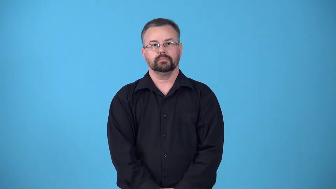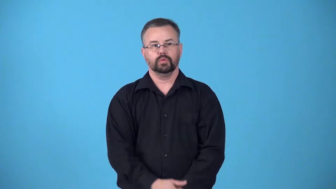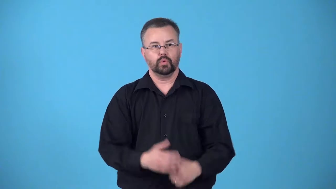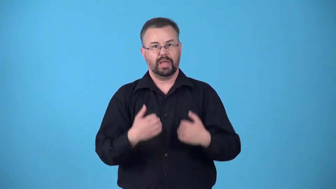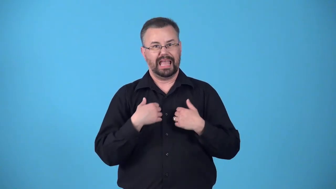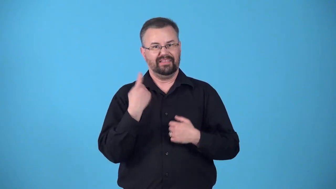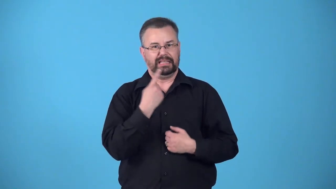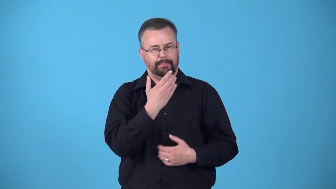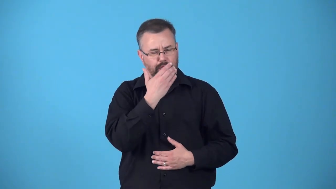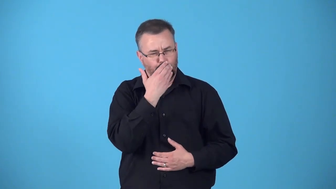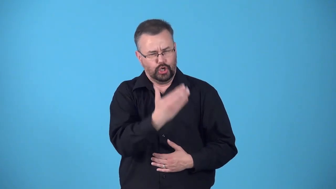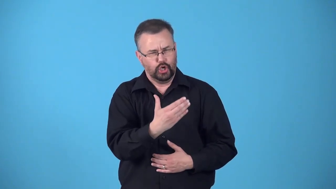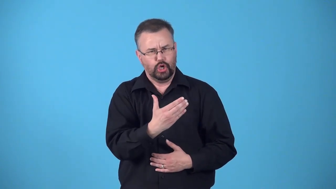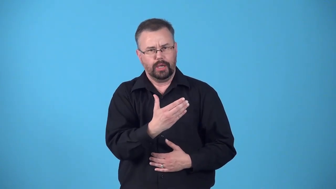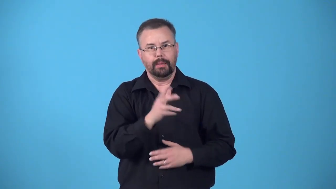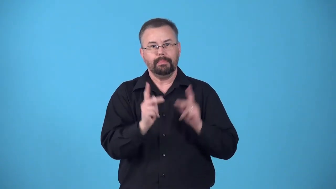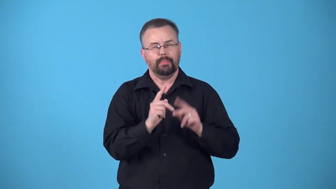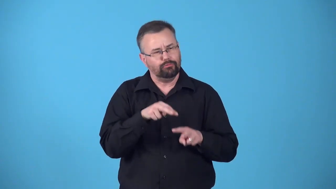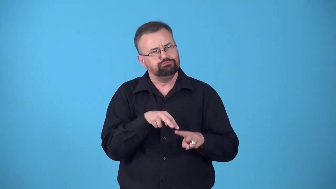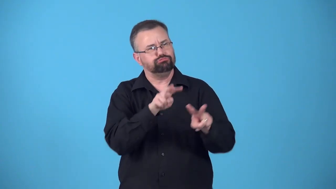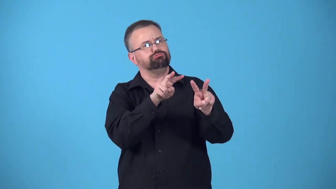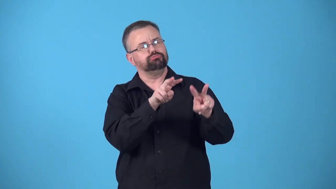boast-to have something good, often an attractive feature that other people admire